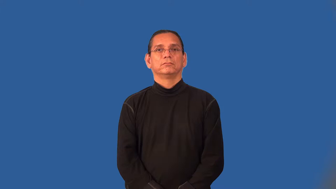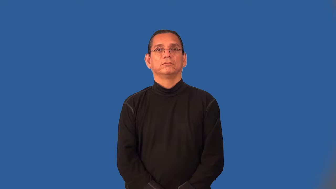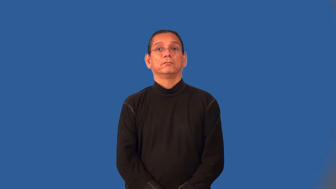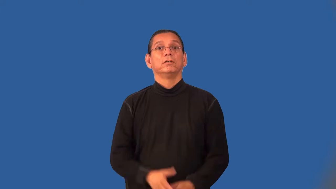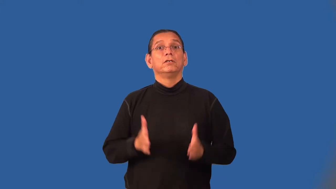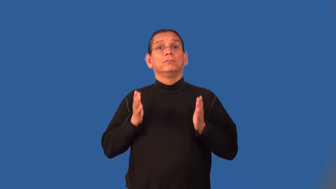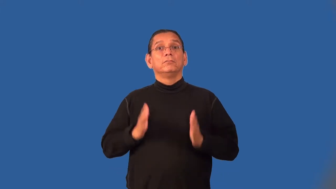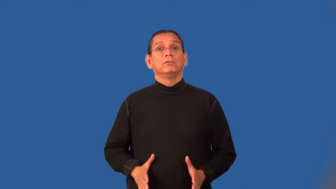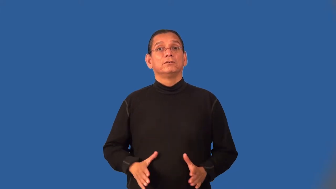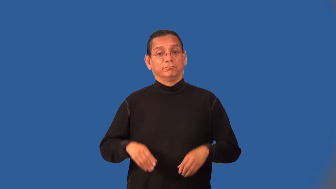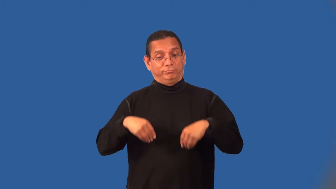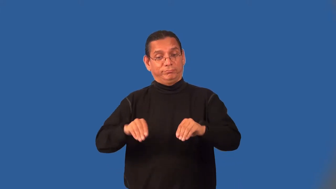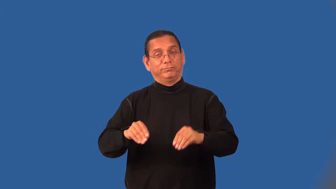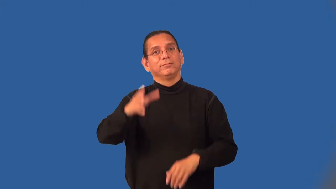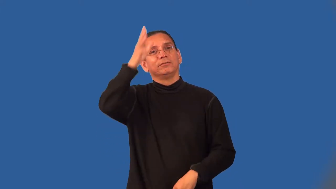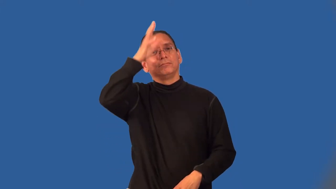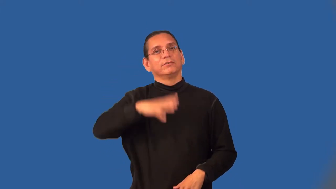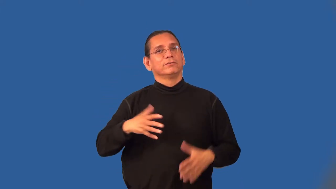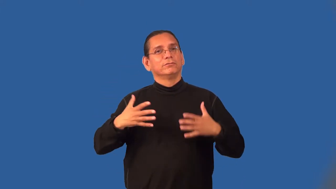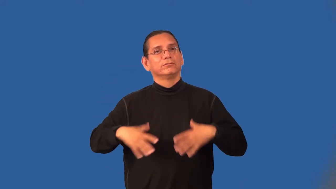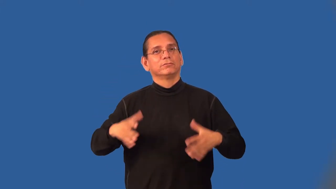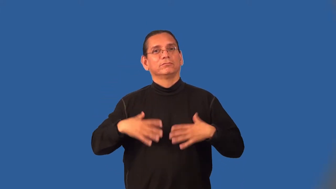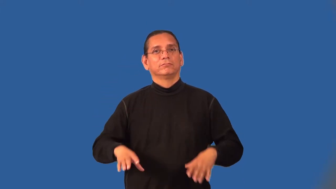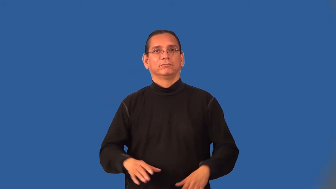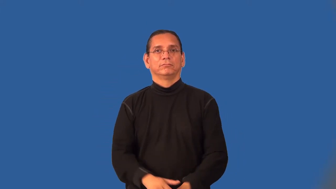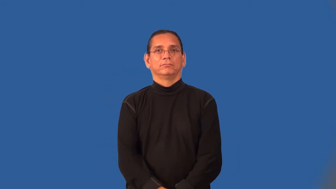haberdasher